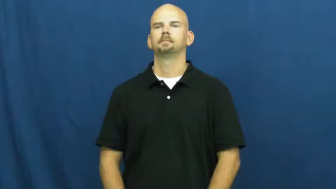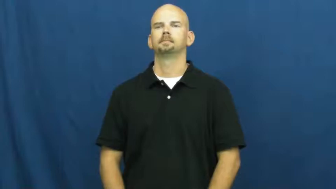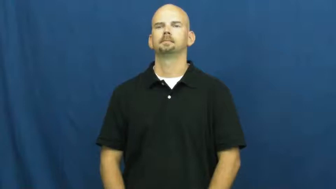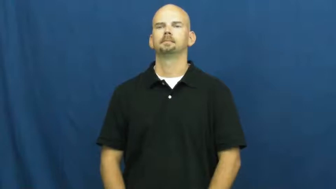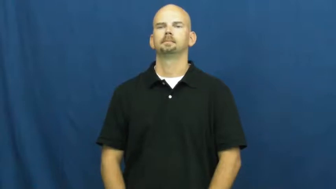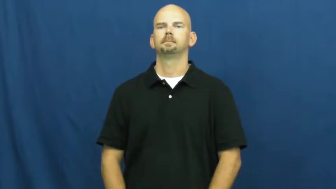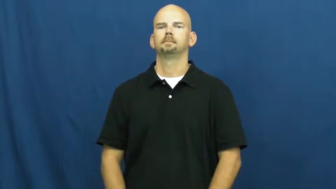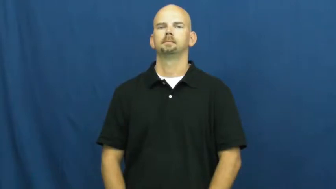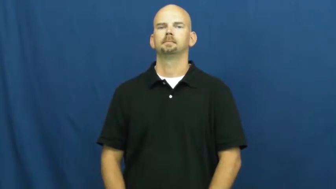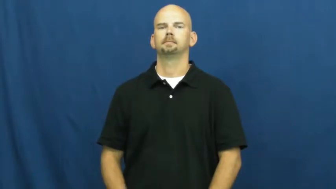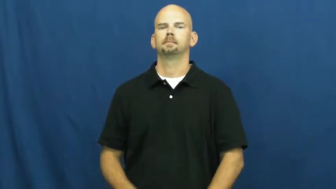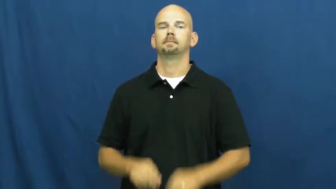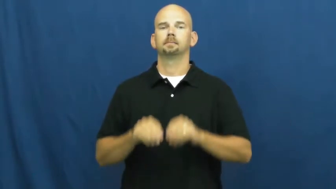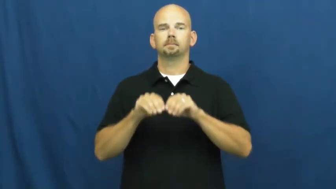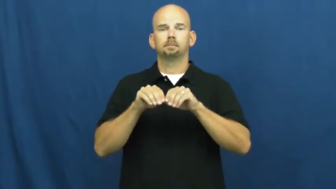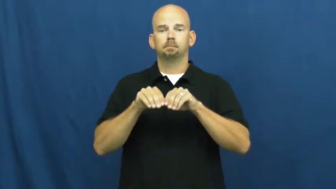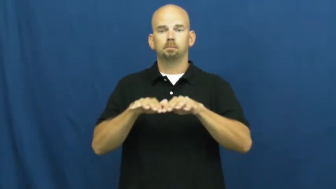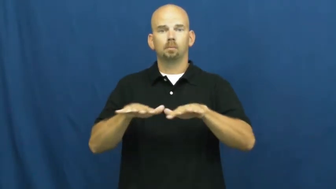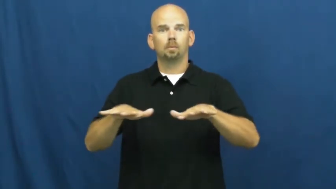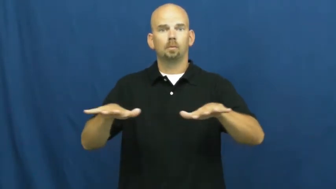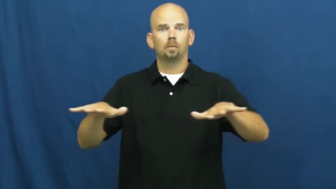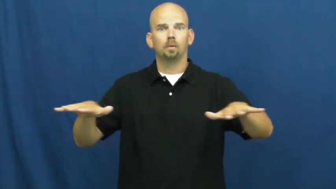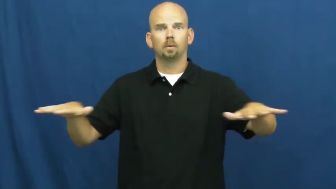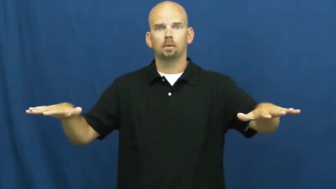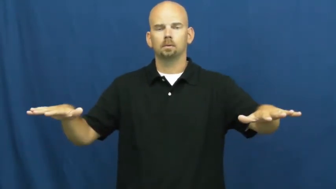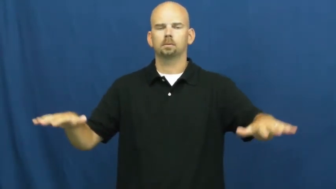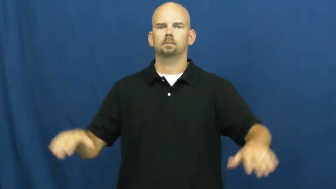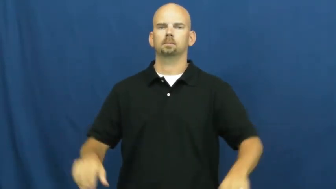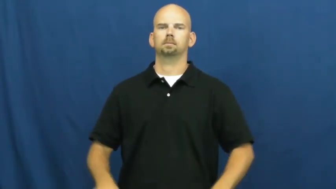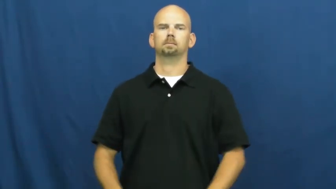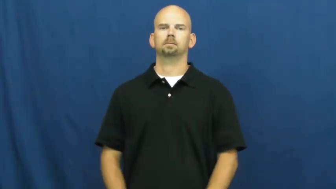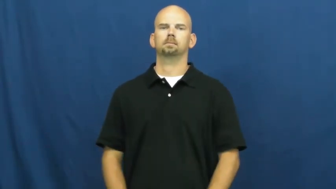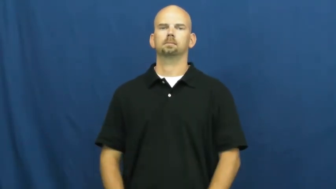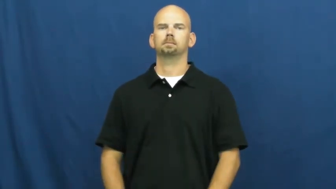scatter,pour,spew,spill,eruct